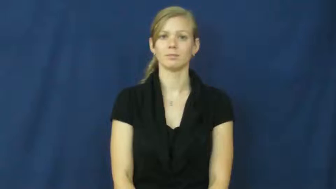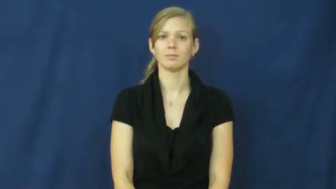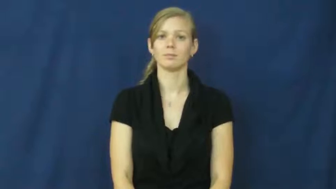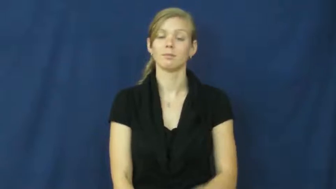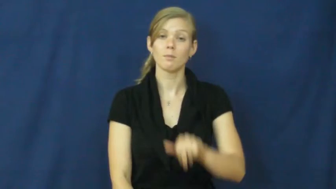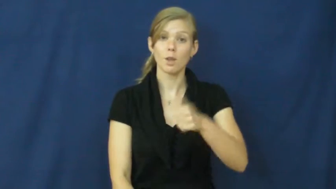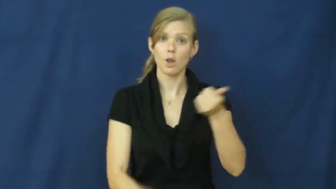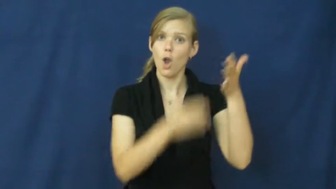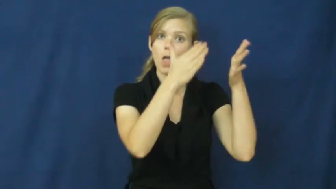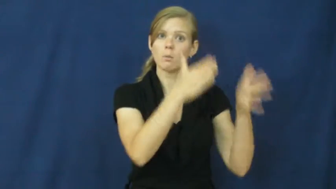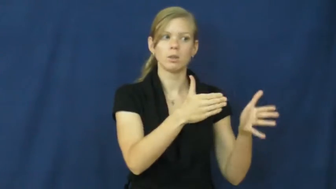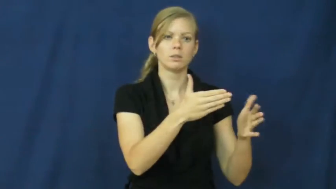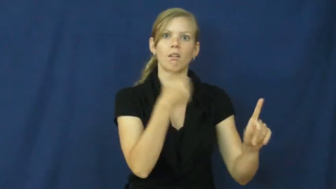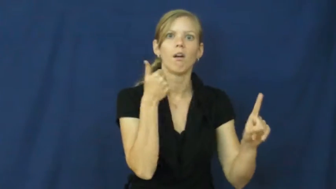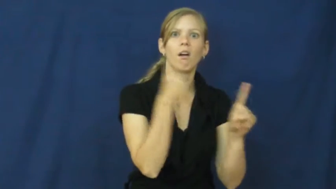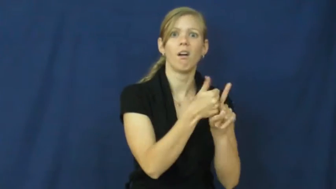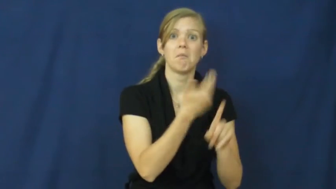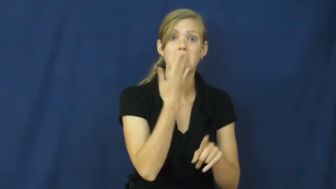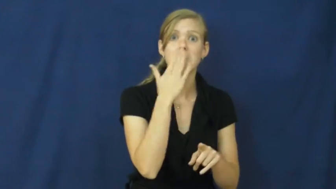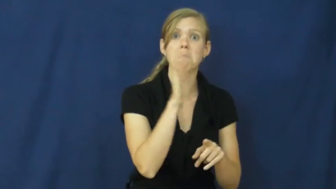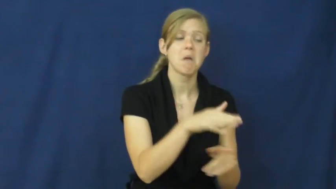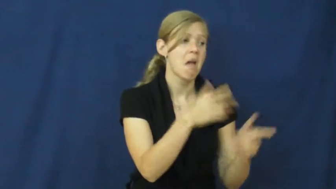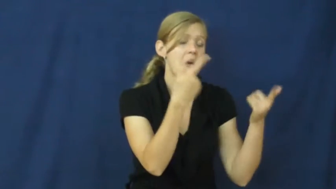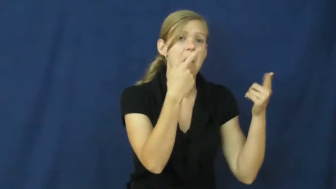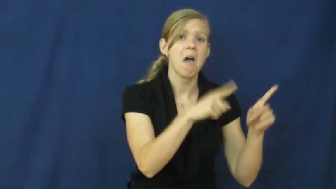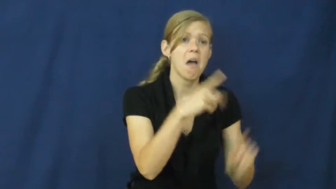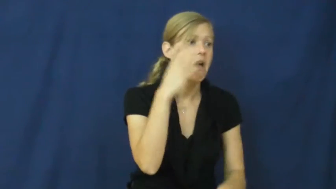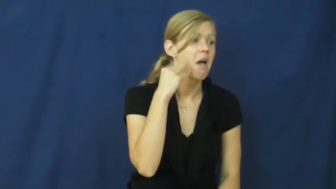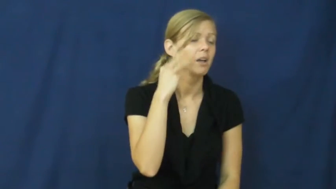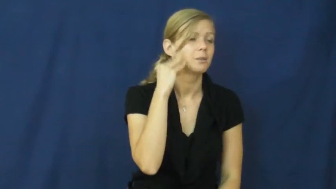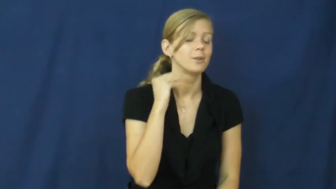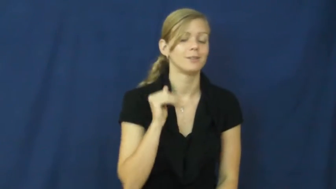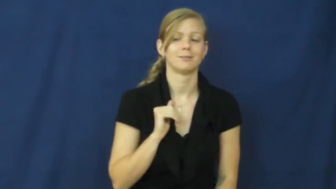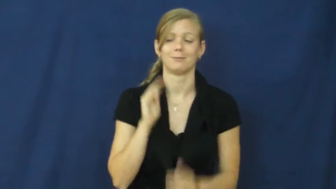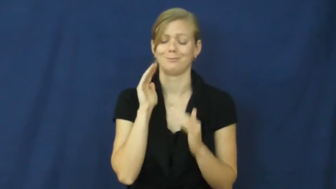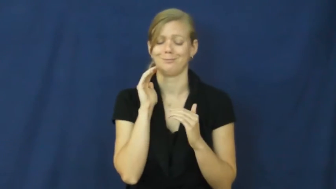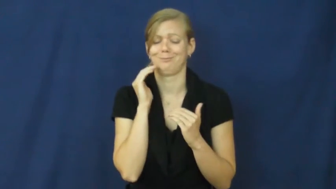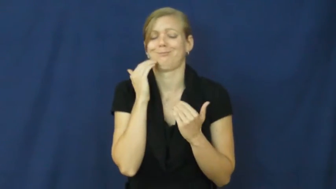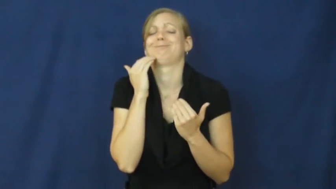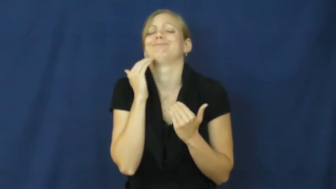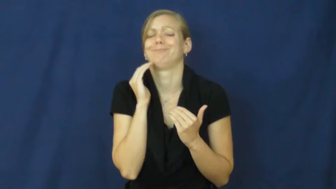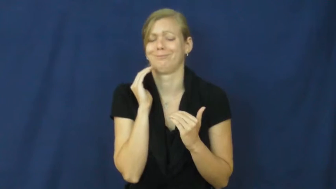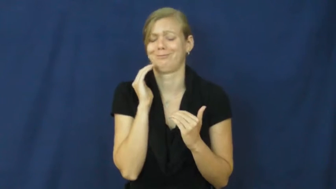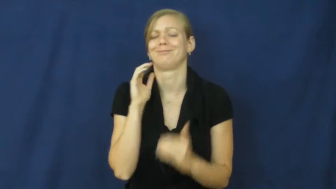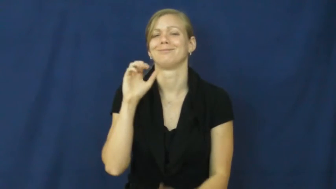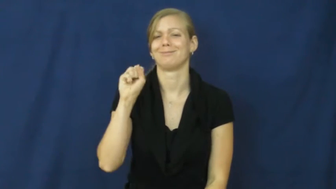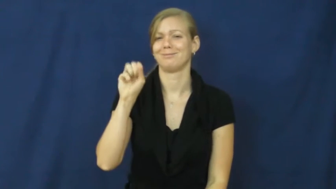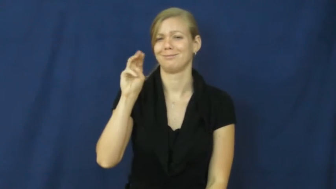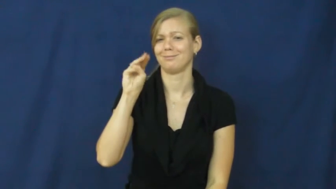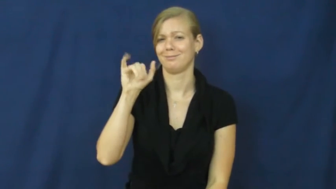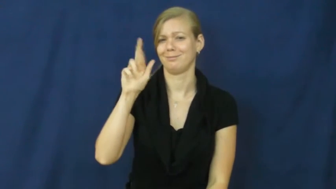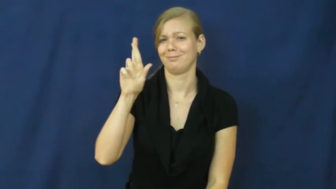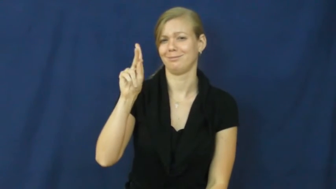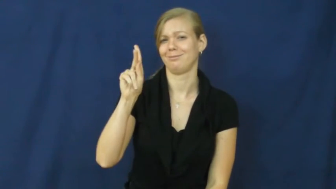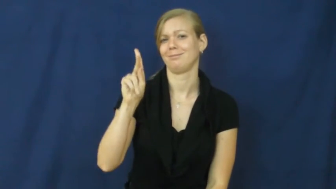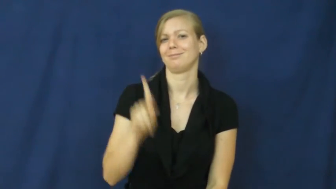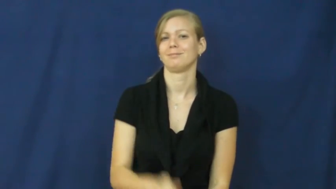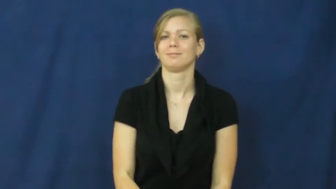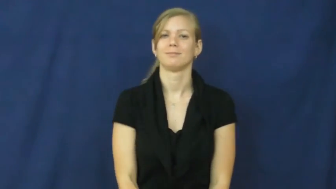smirk,smirk at